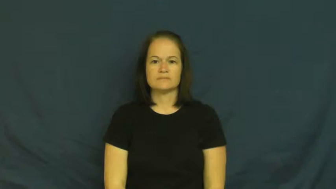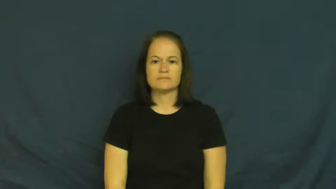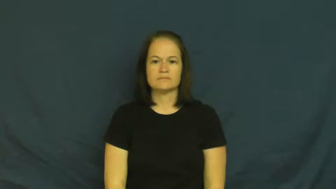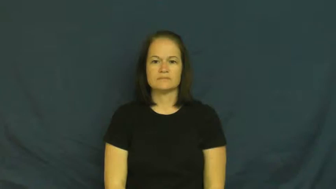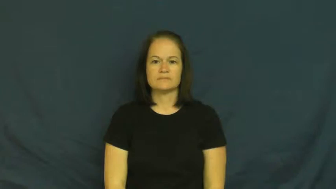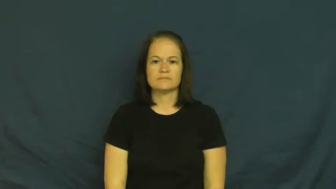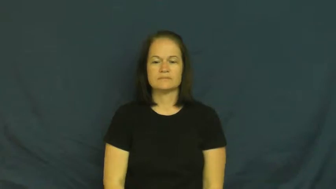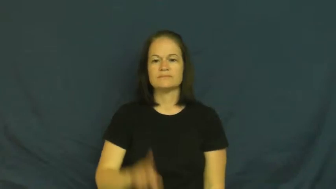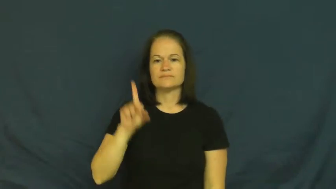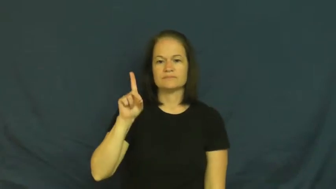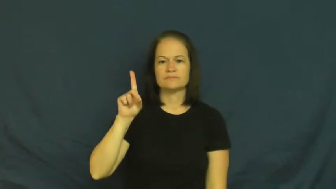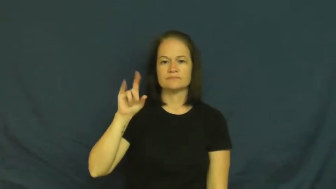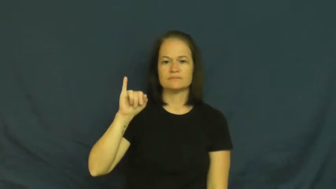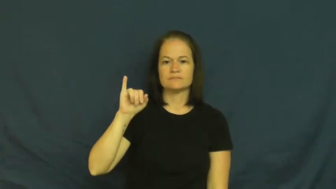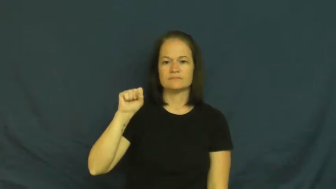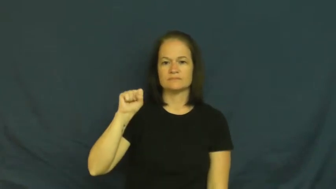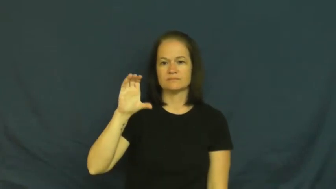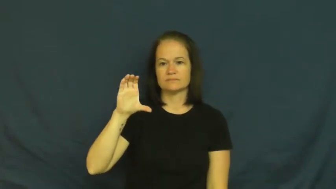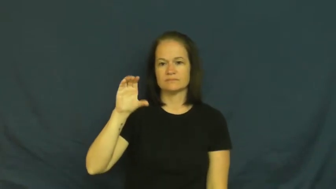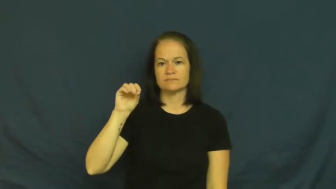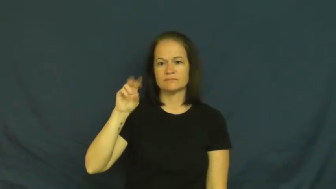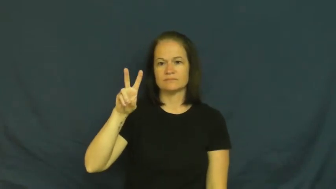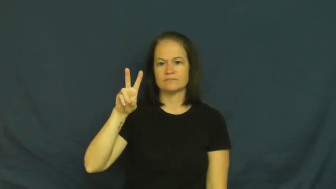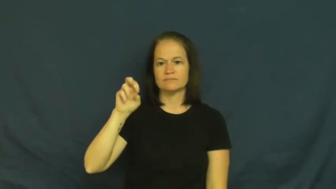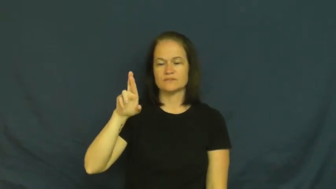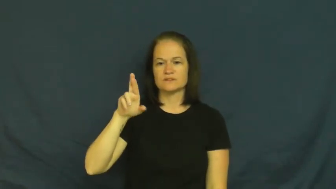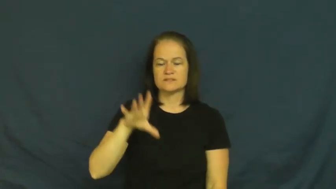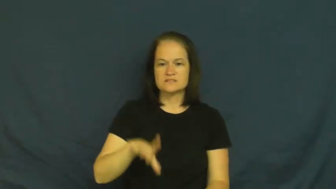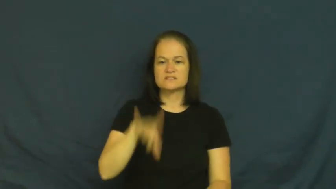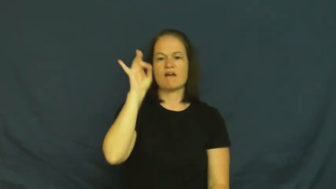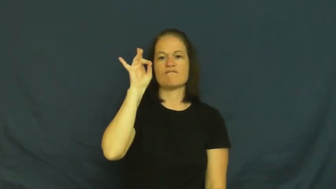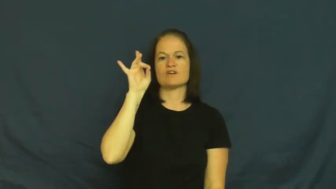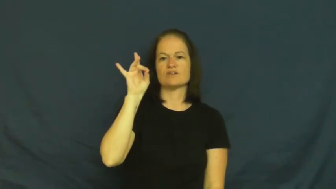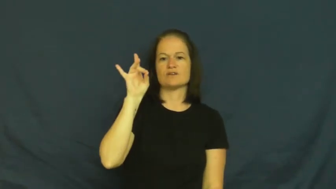discover